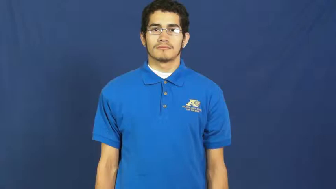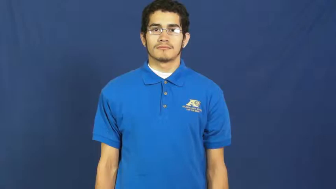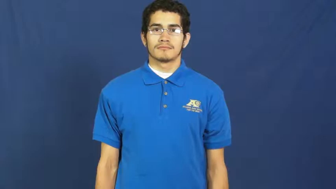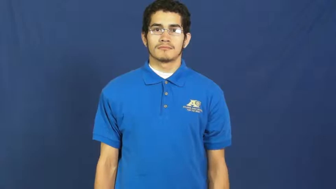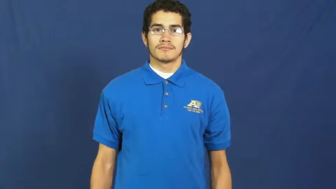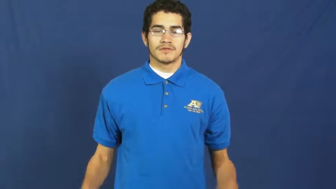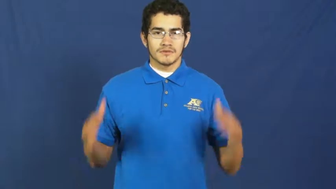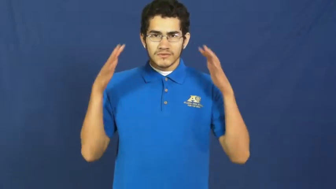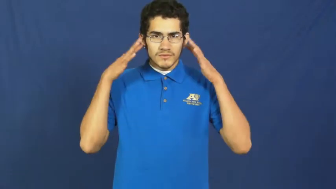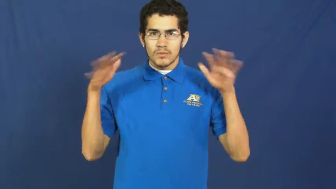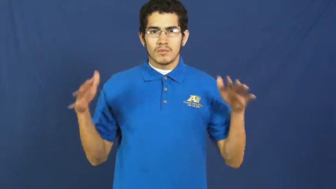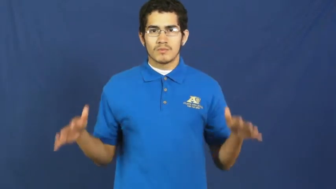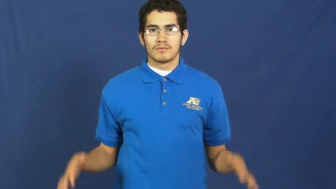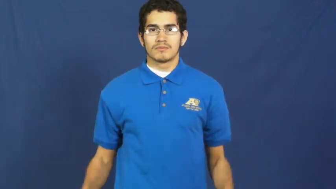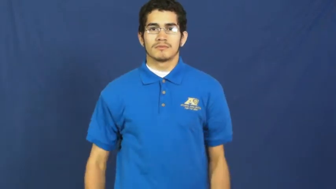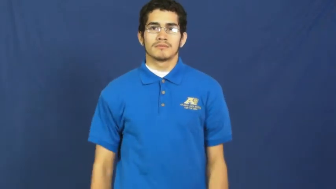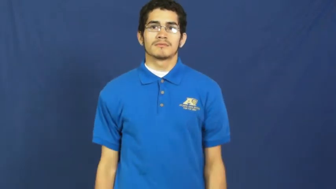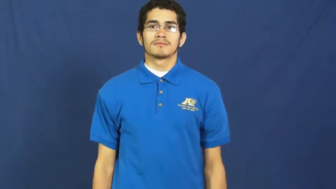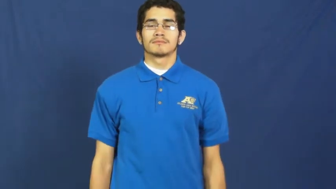noise,squall,tooter